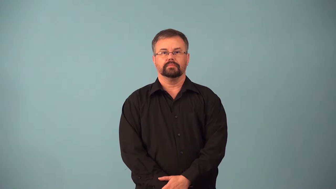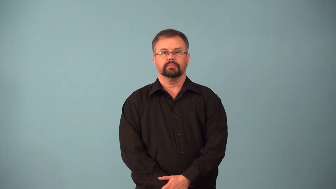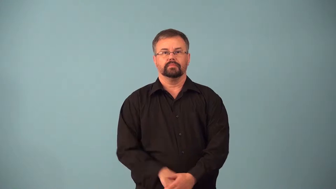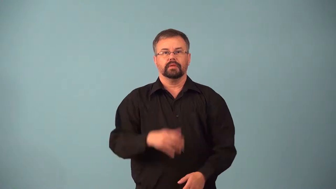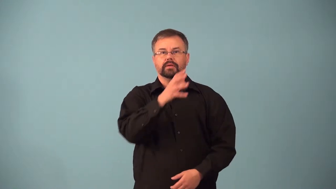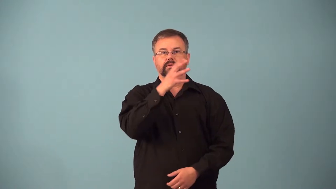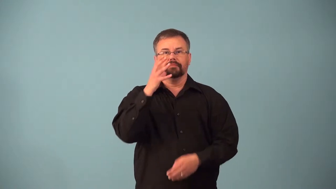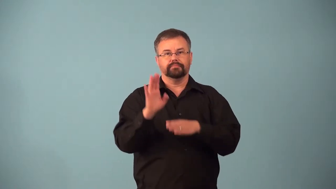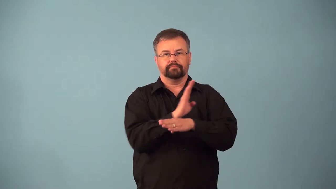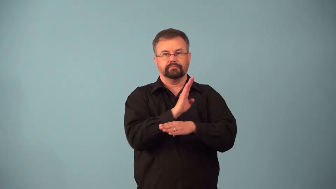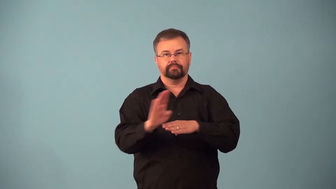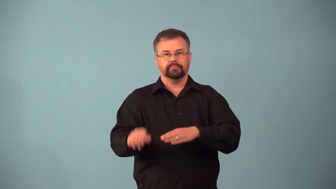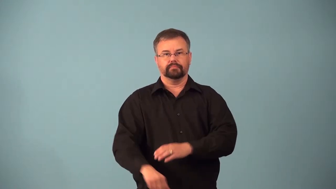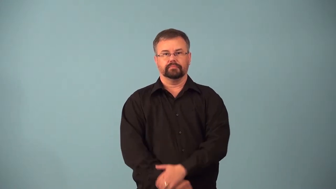agribusiness